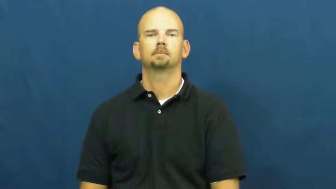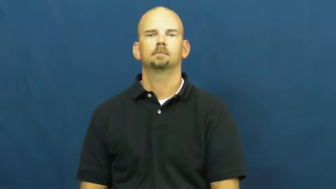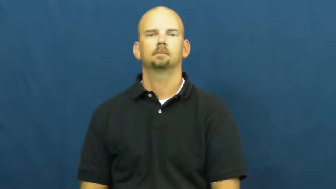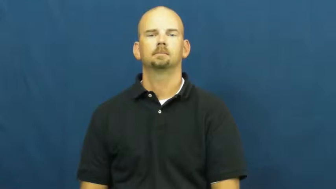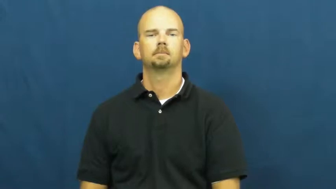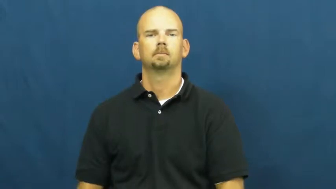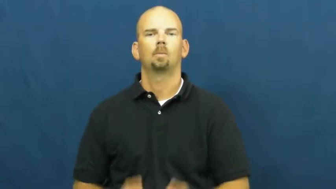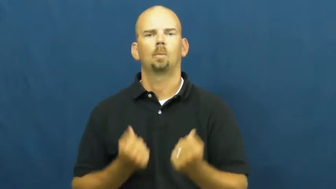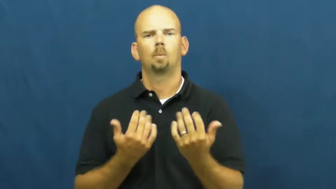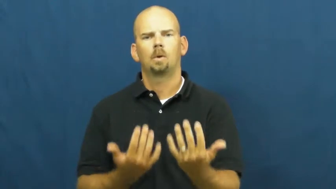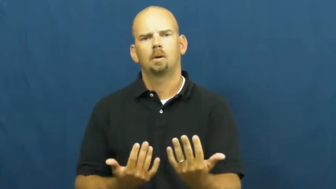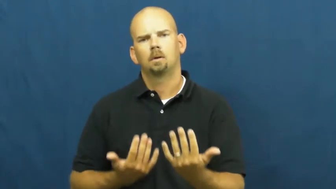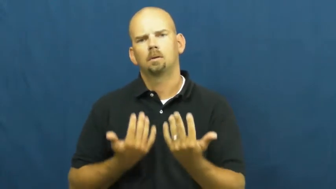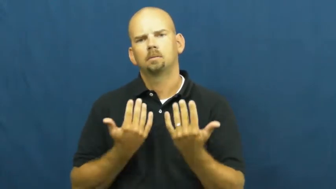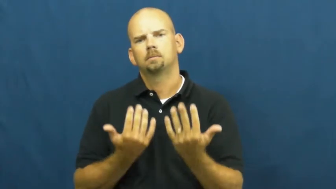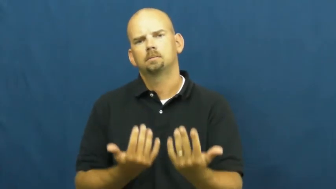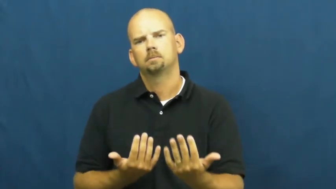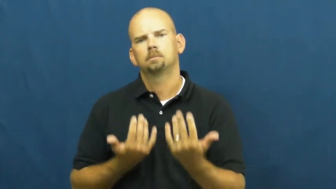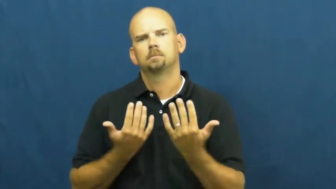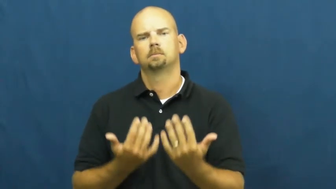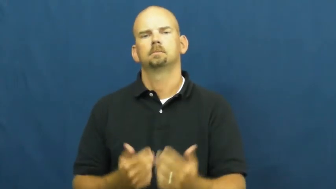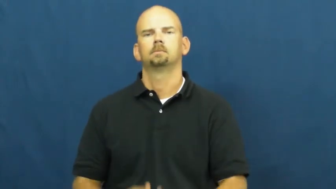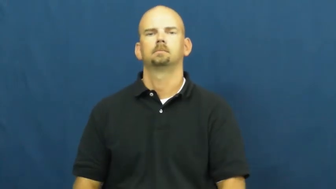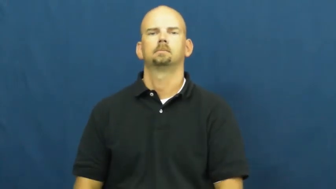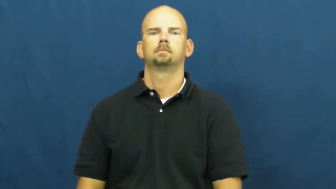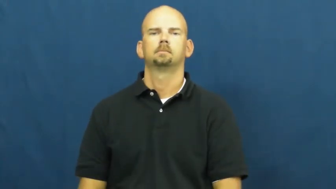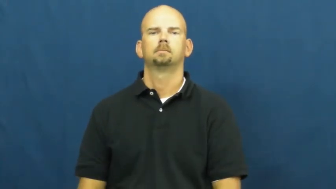wait,await,wait on,wait up,wait up for,wait upon,wait around